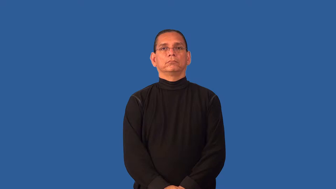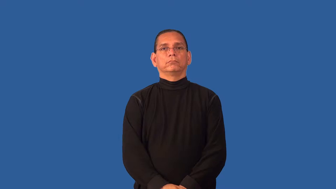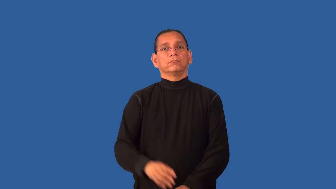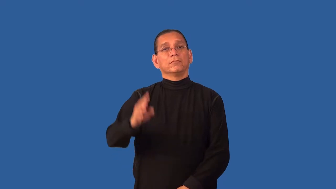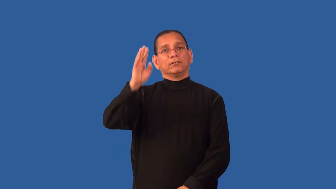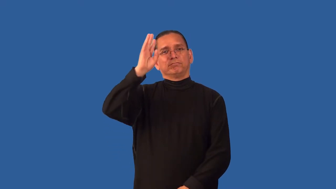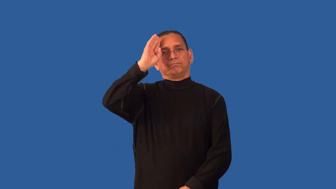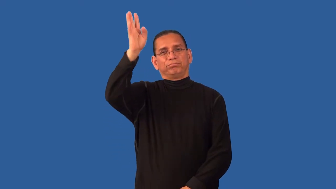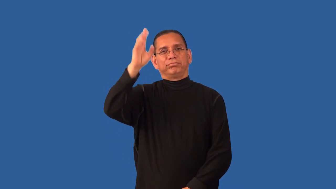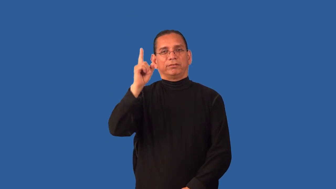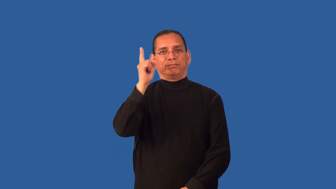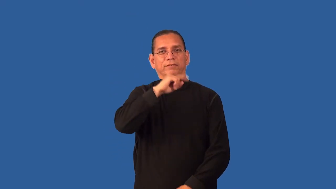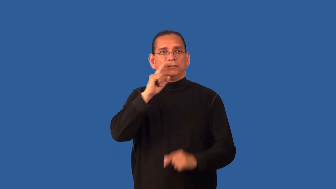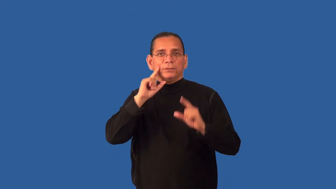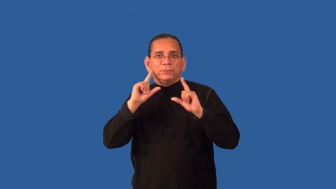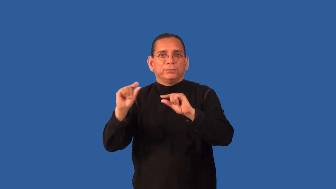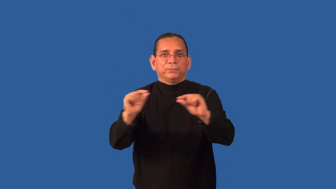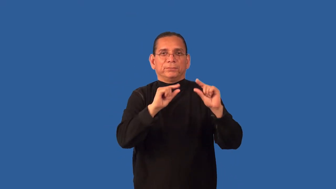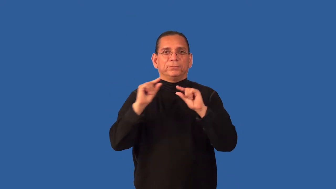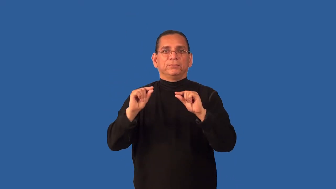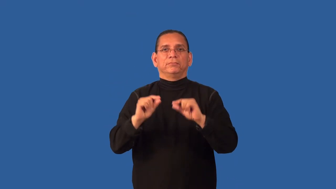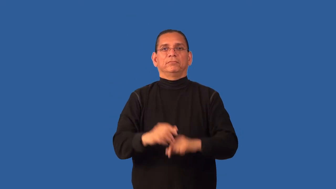defame